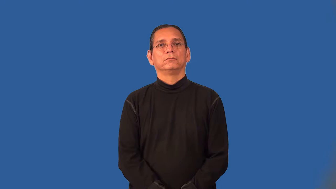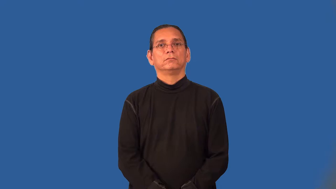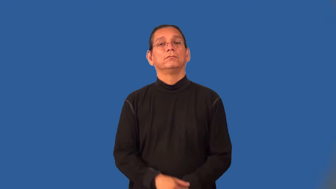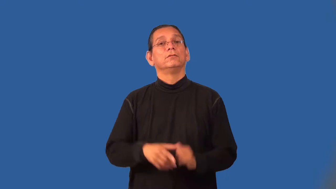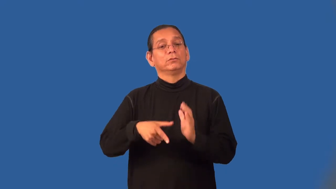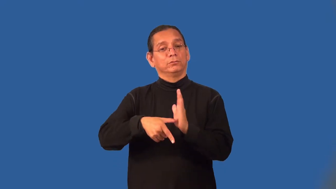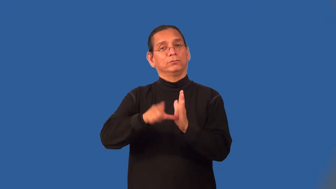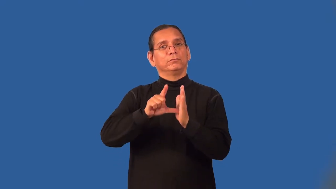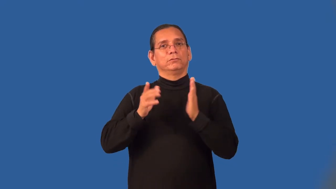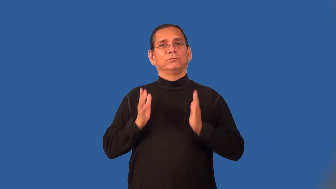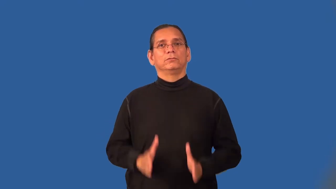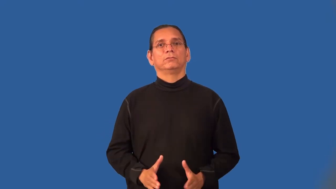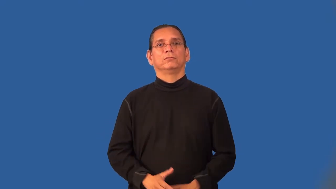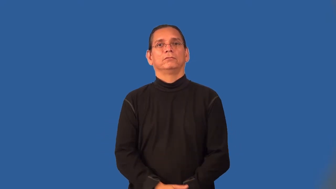reviewer